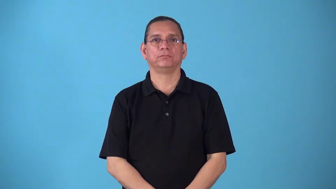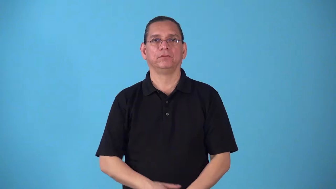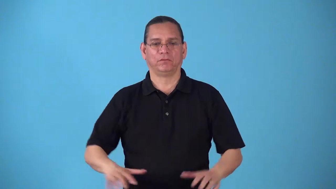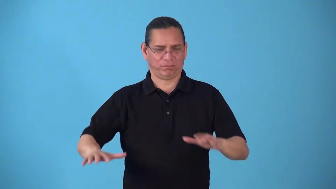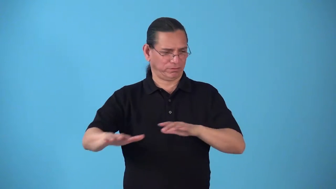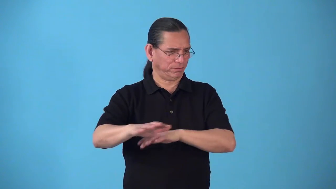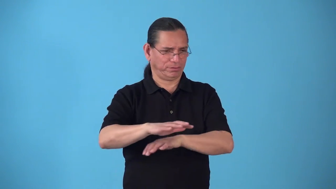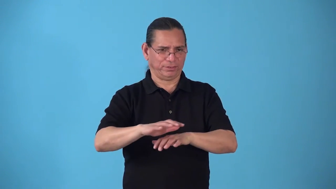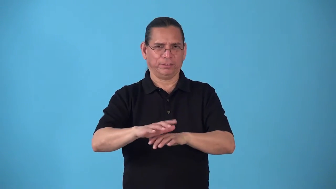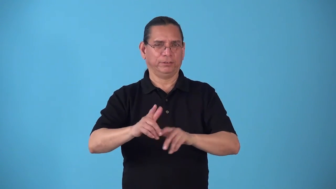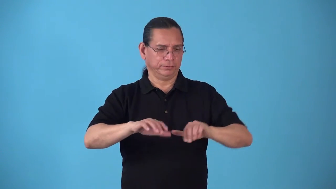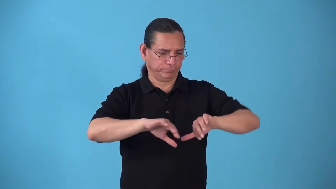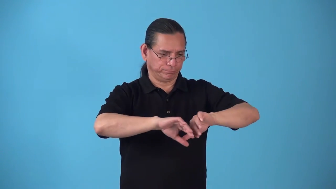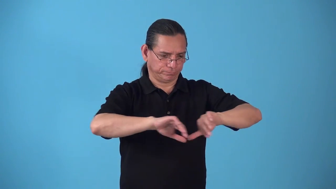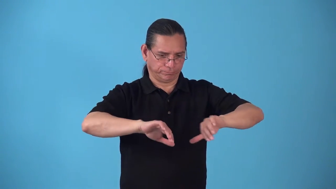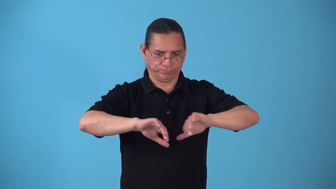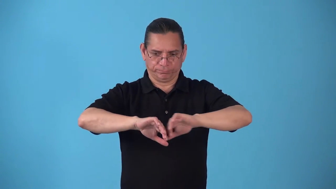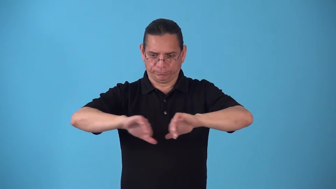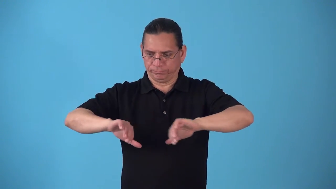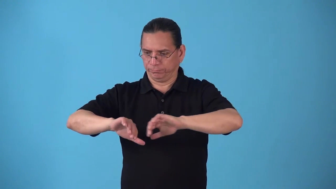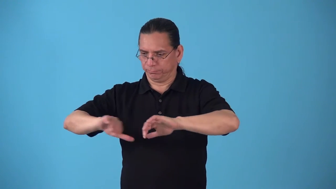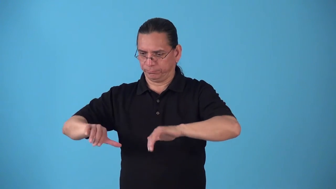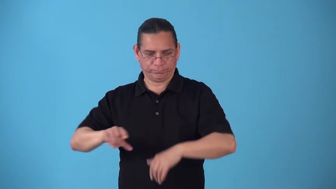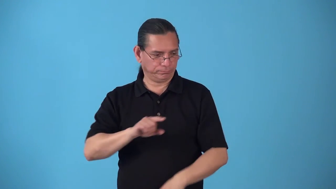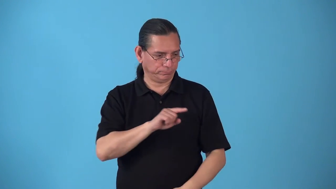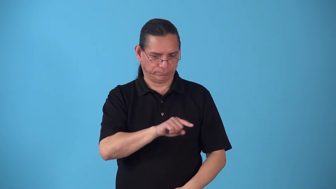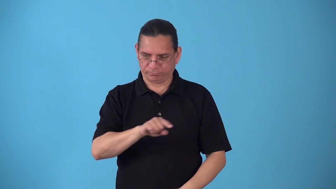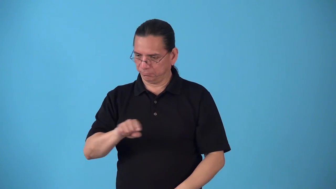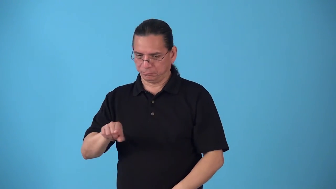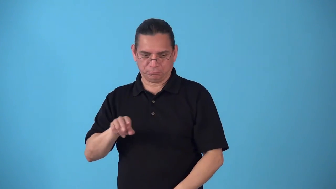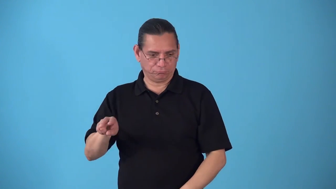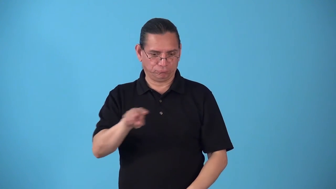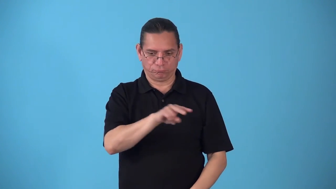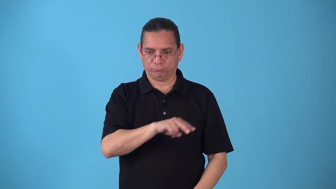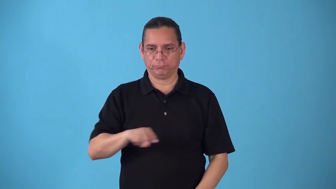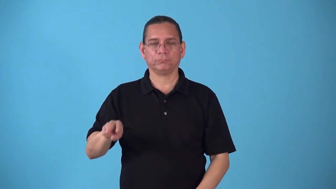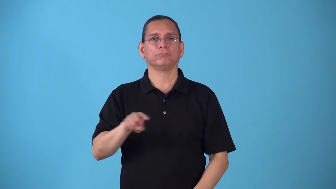space-arrange things so they are separtated